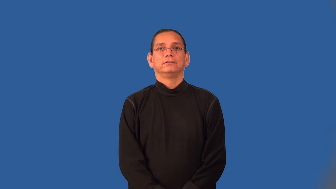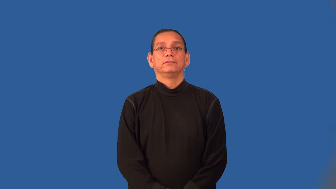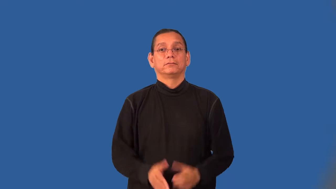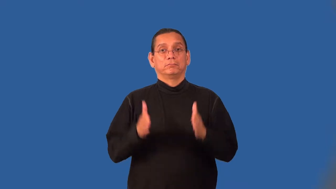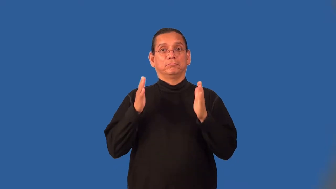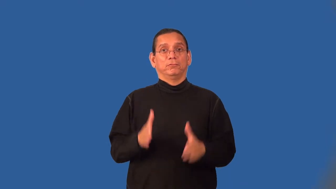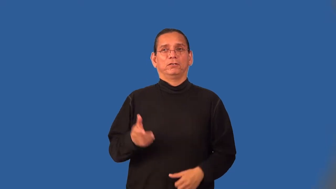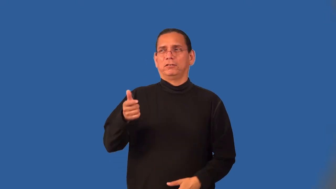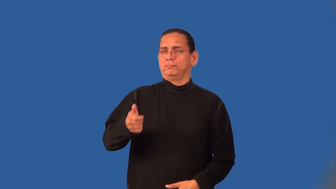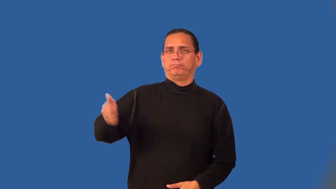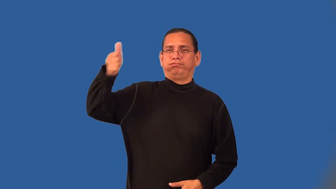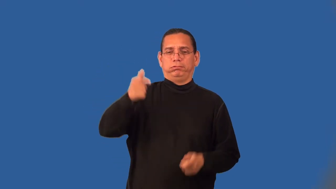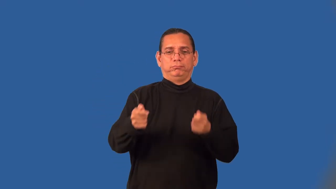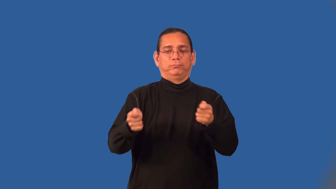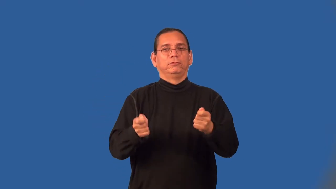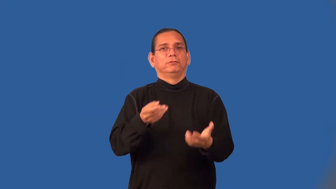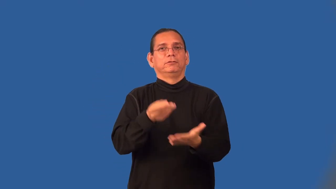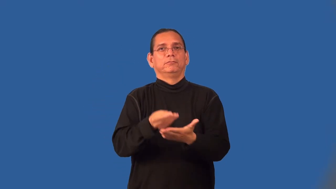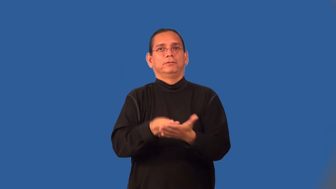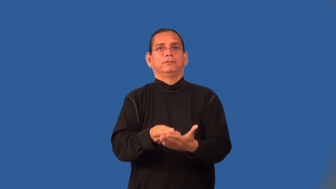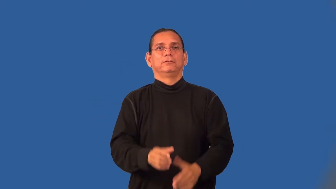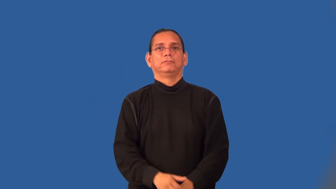comptroller